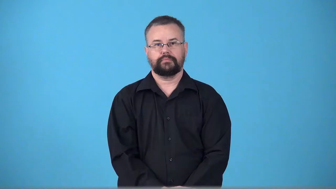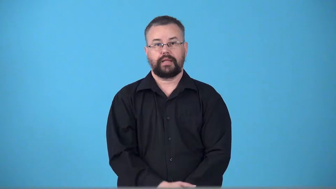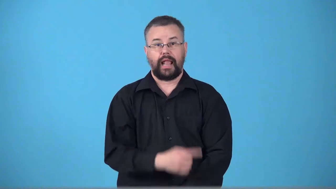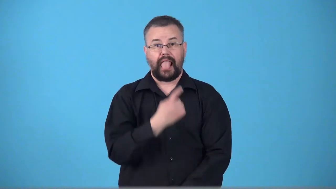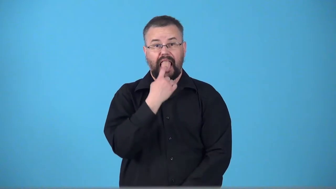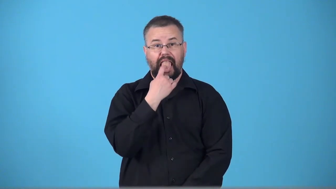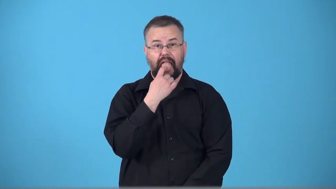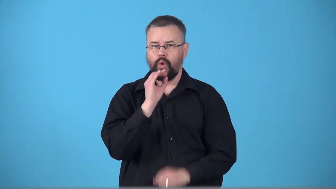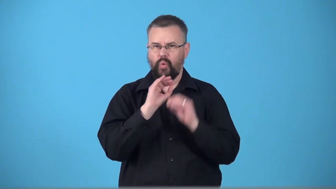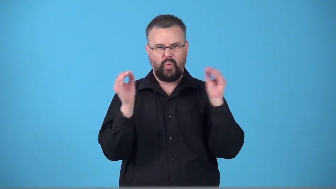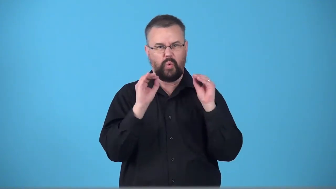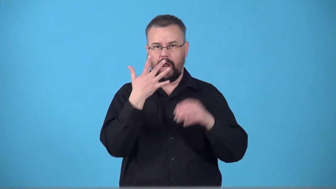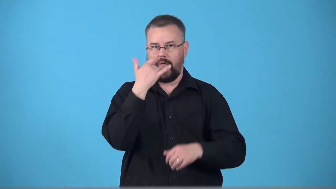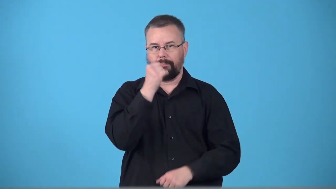tongueless